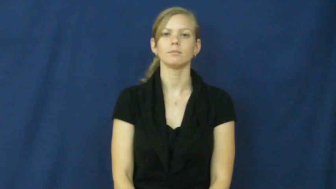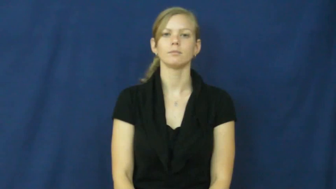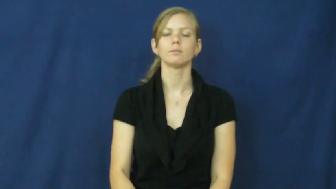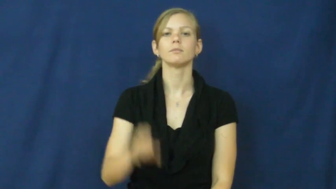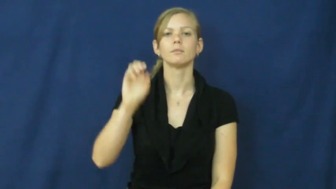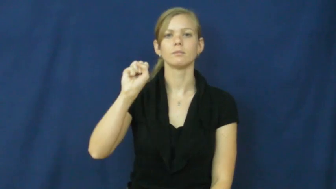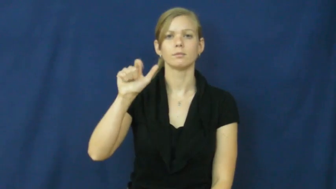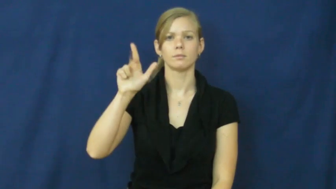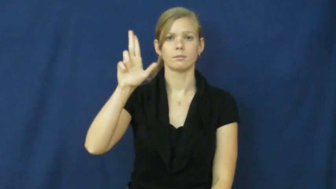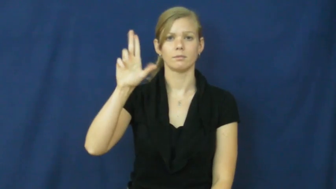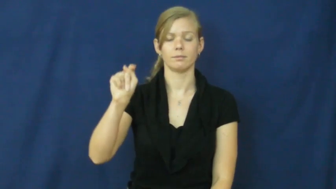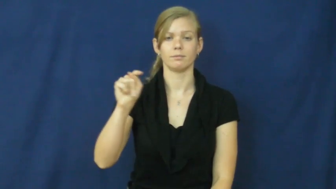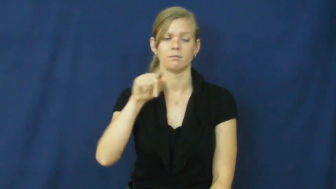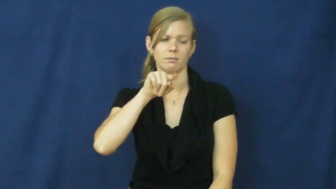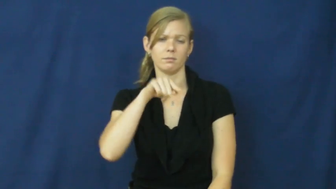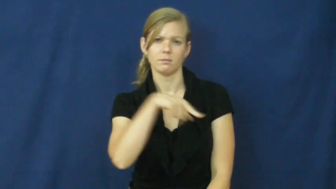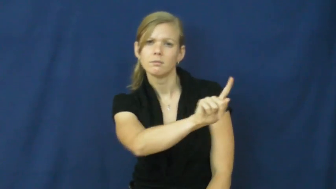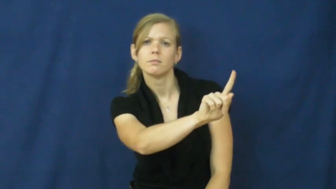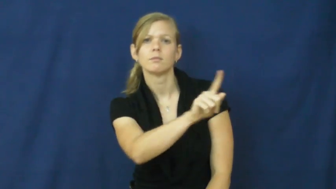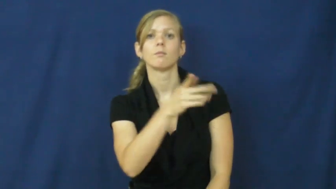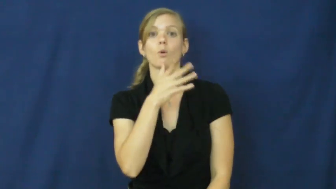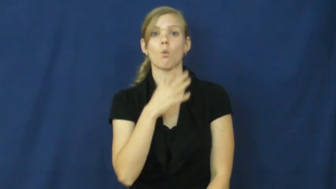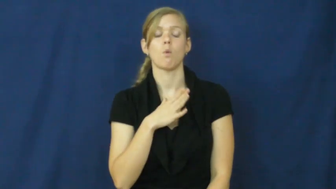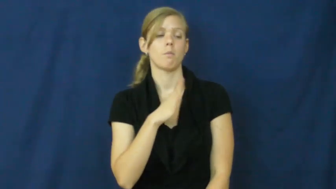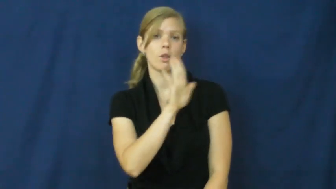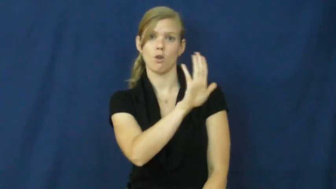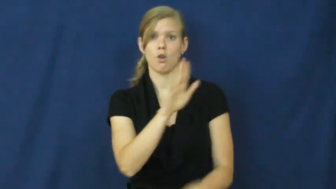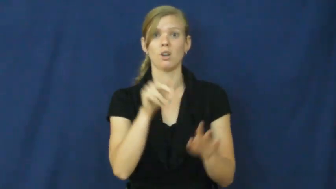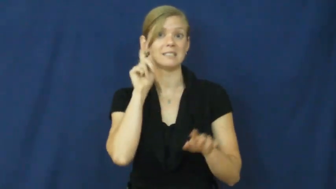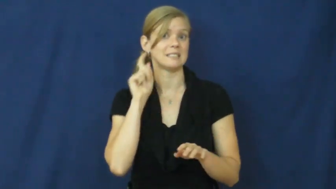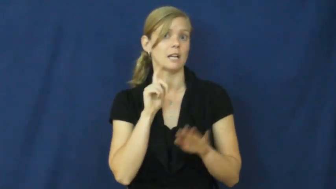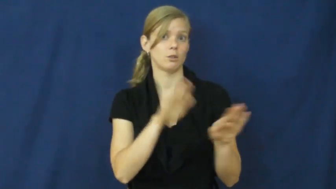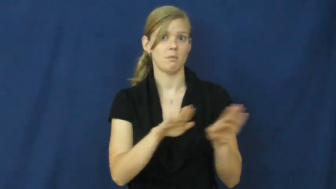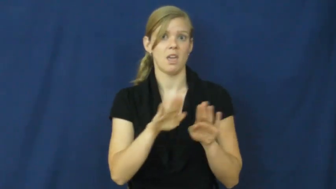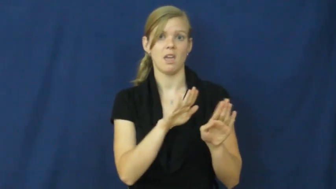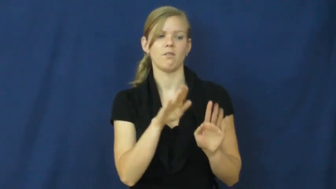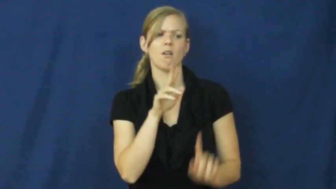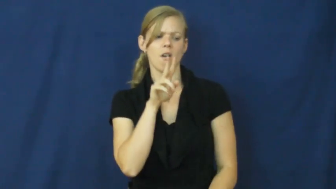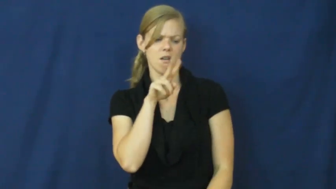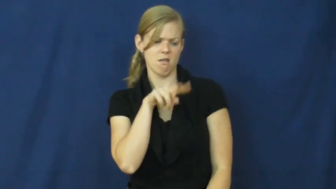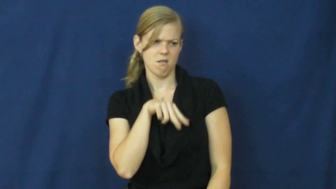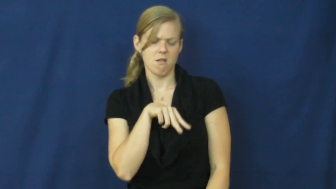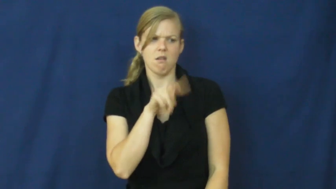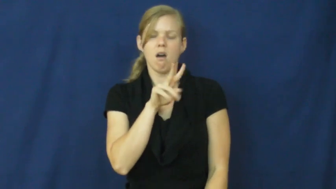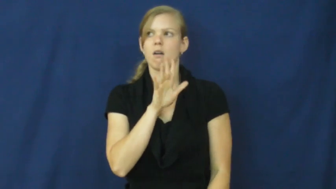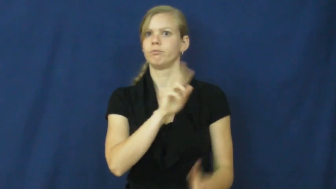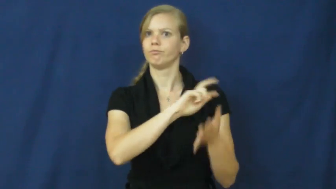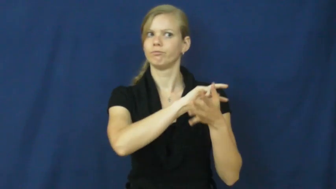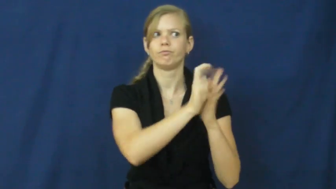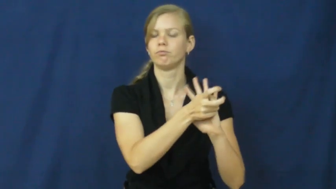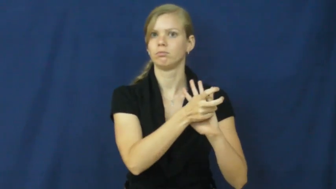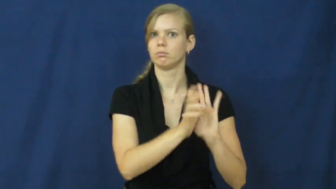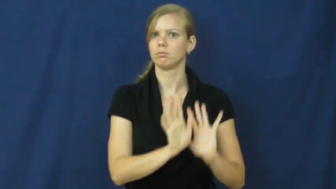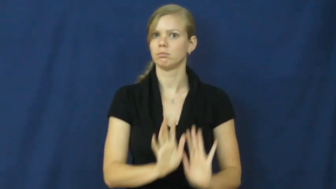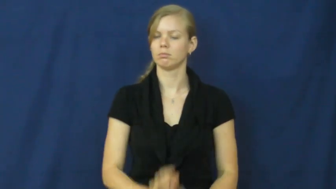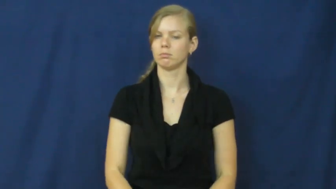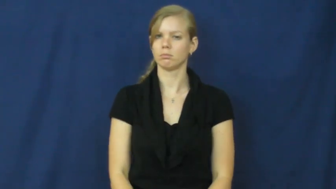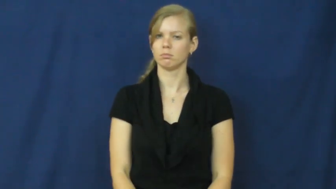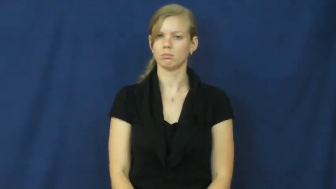slut